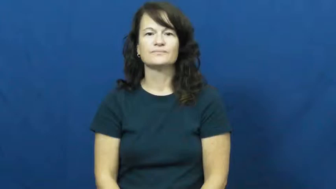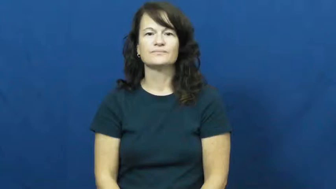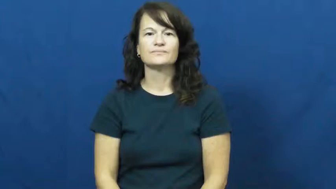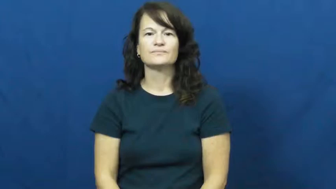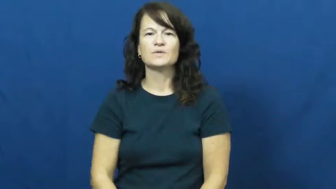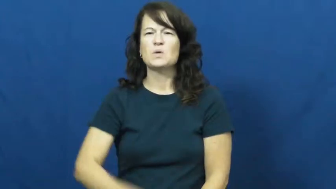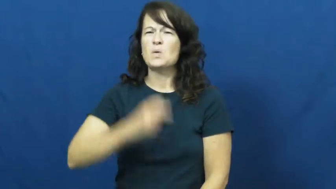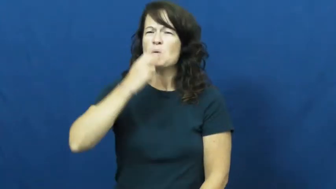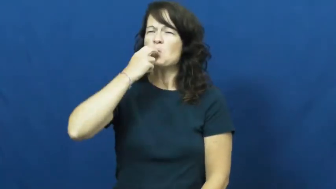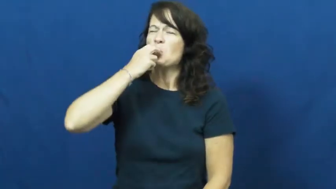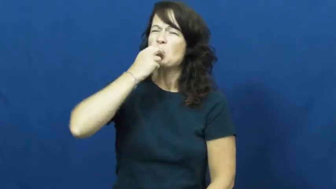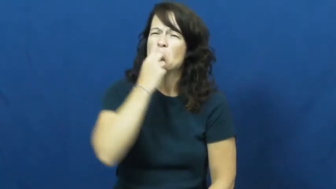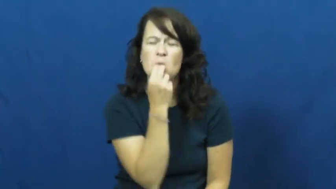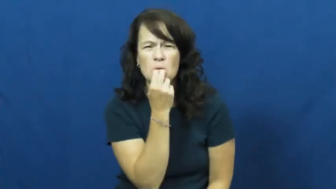whistle at